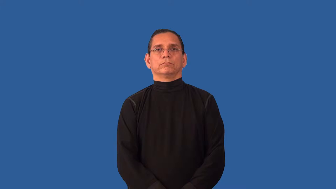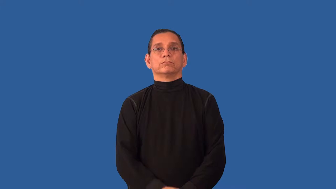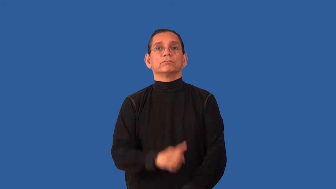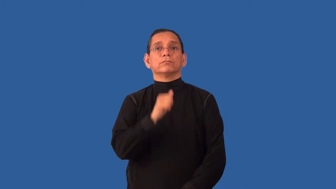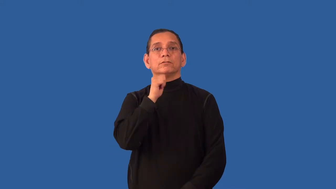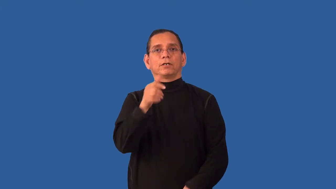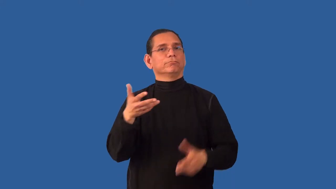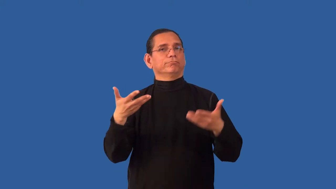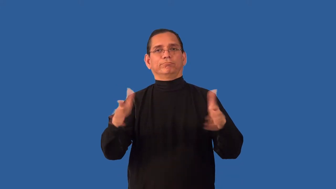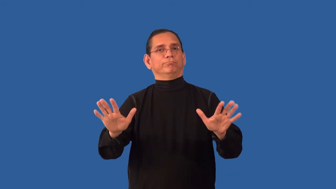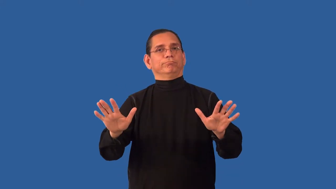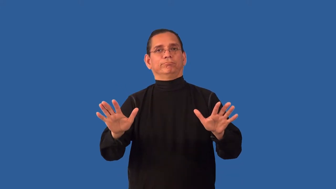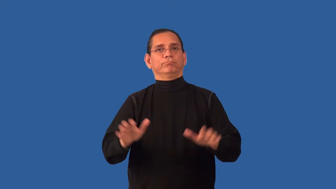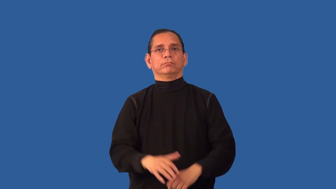unfulfilled-not fnished